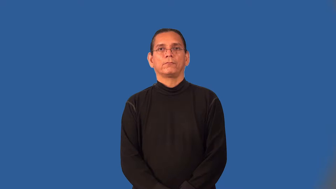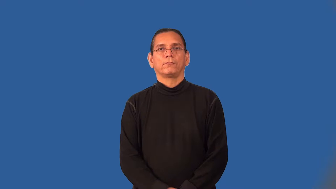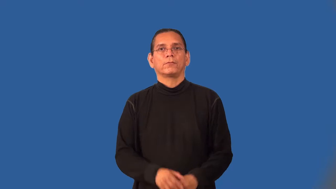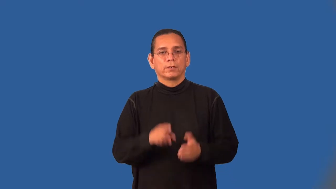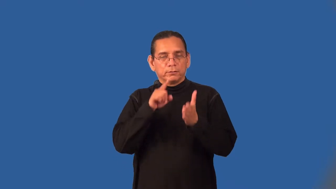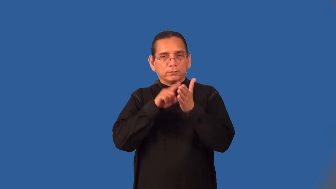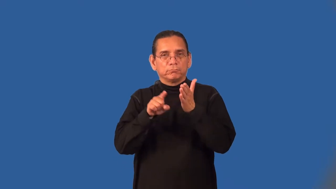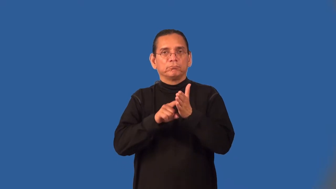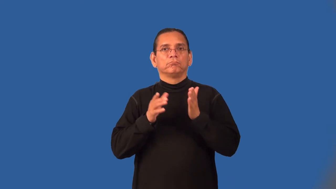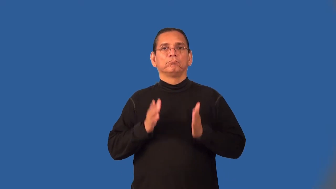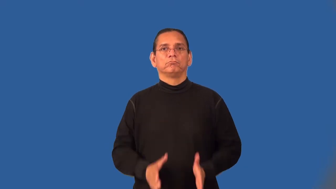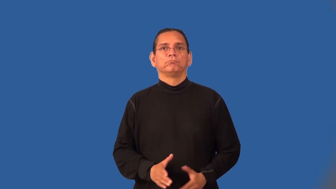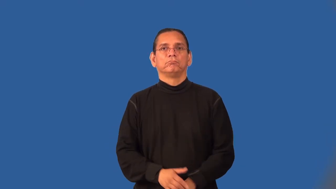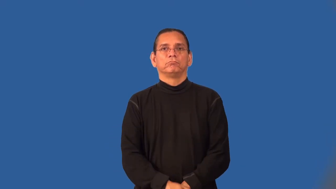inspector